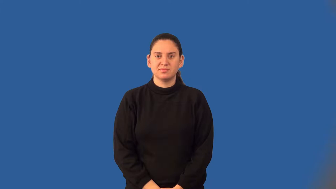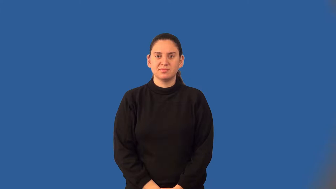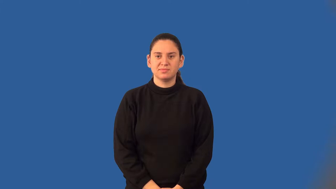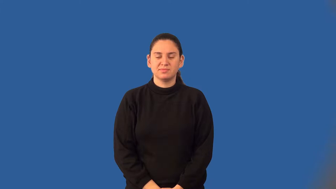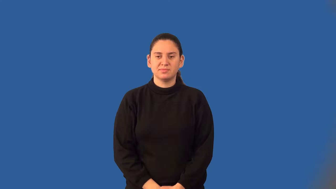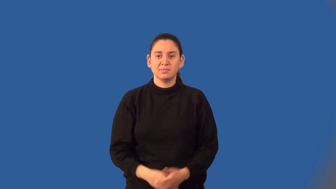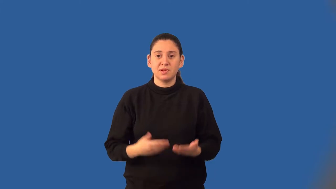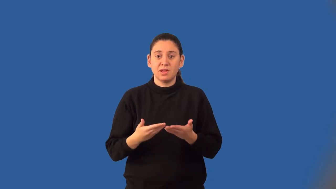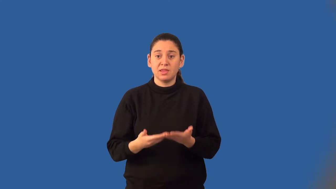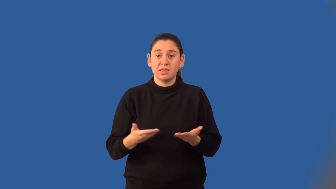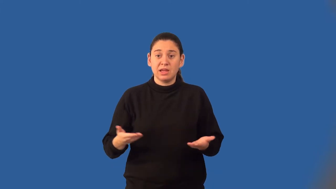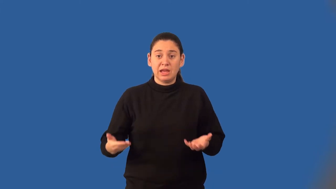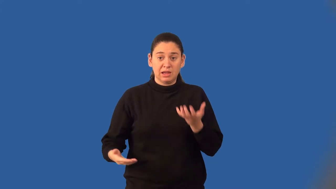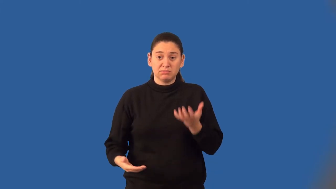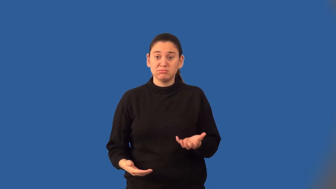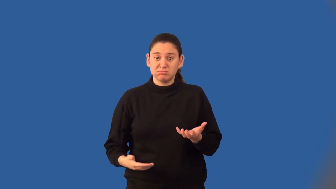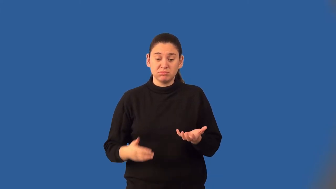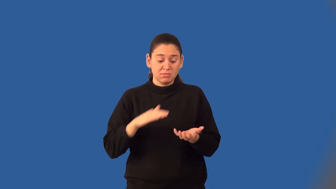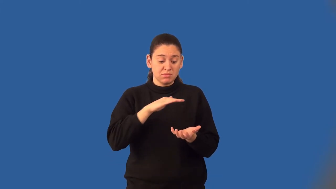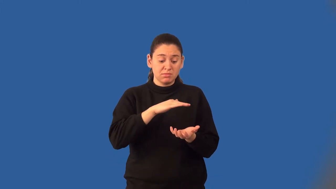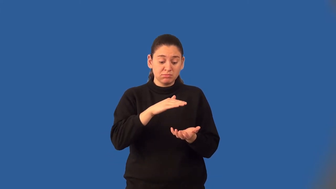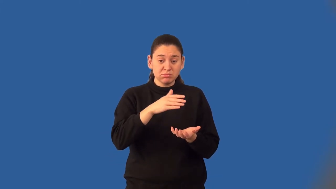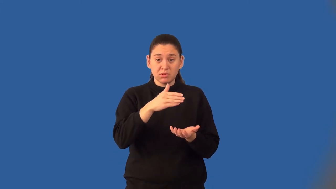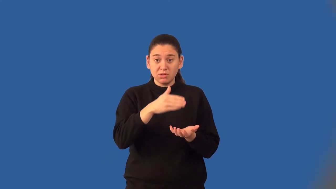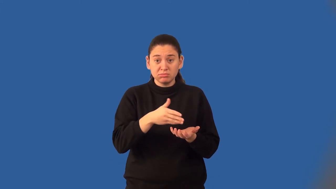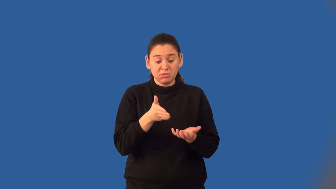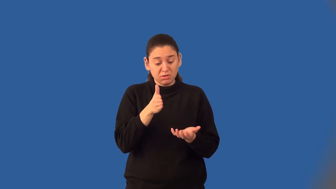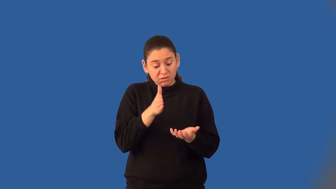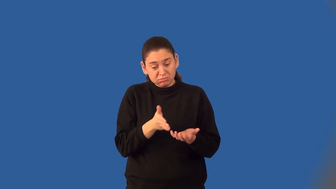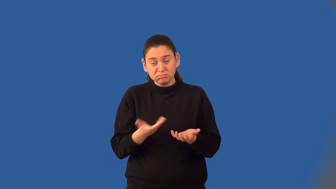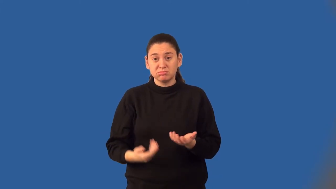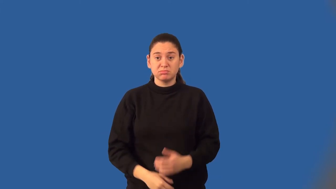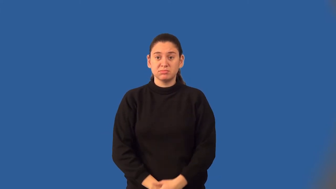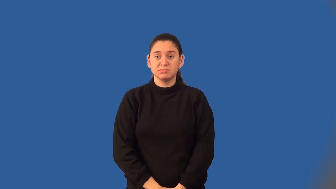lateral surface